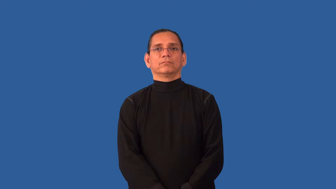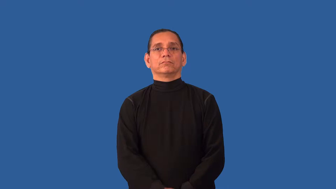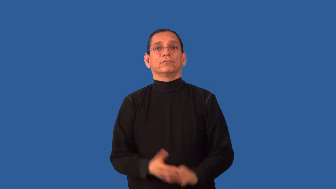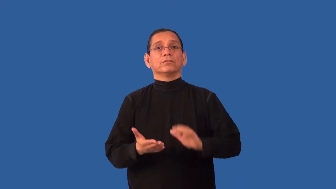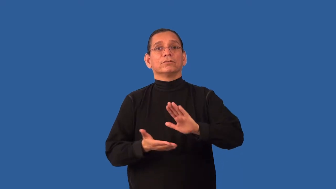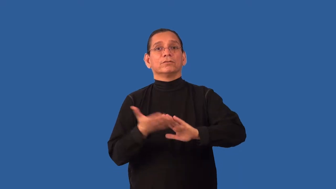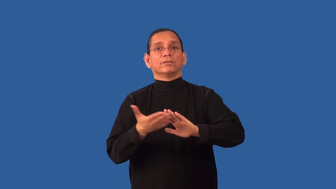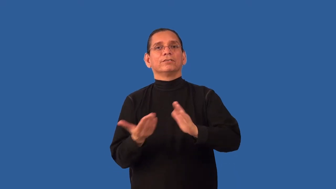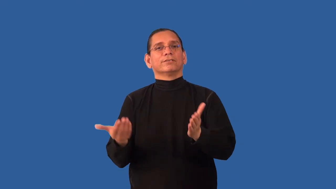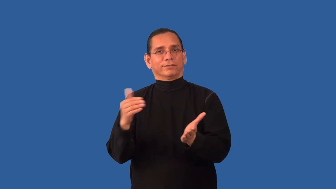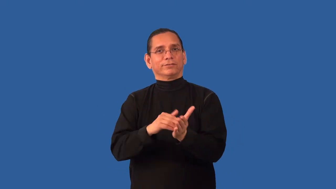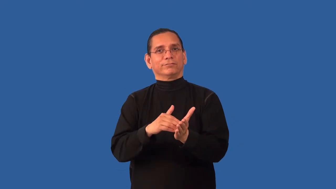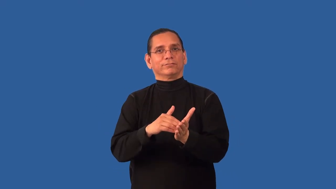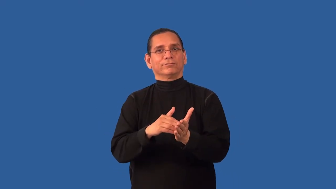rerun-process